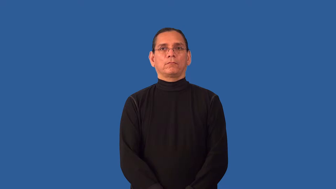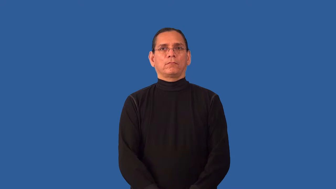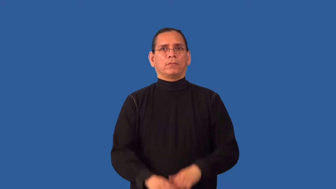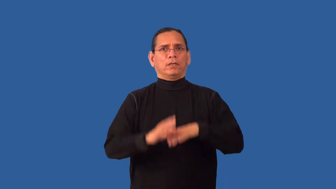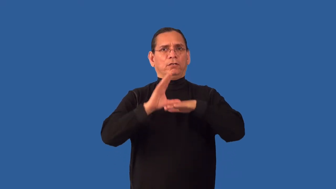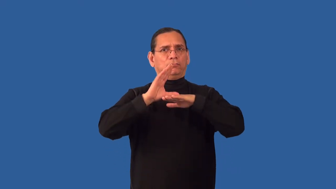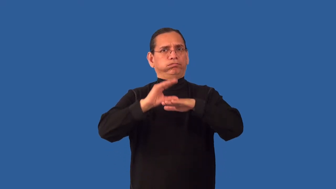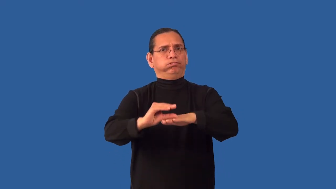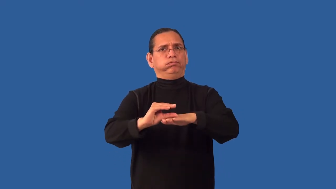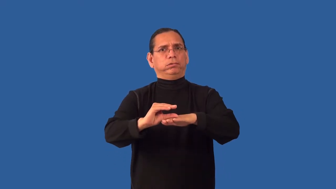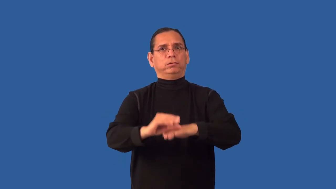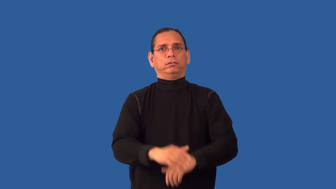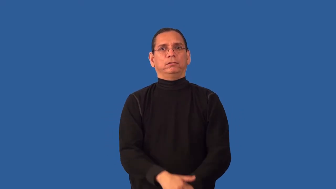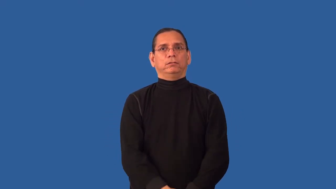derogatory,invalidate